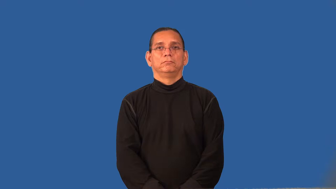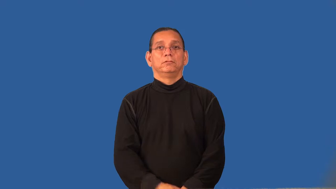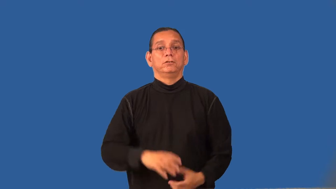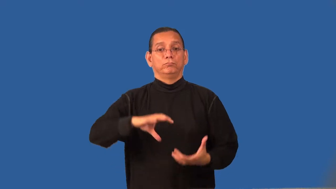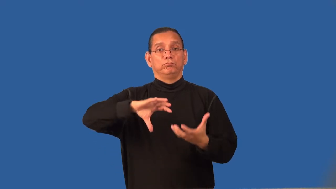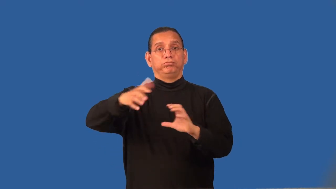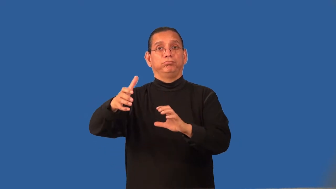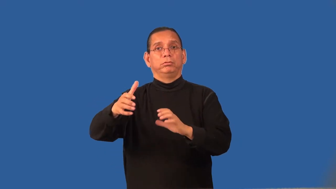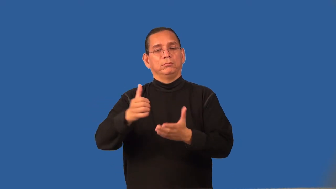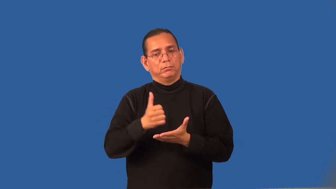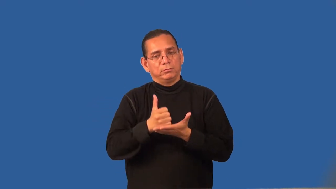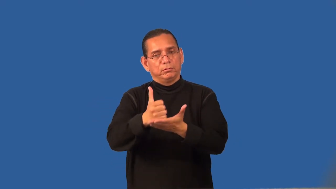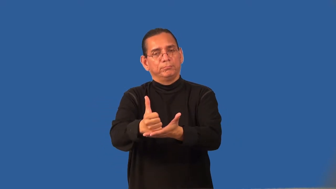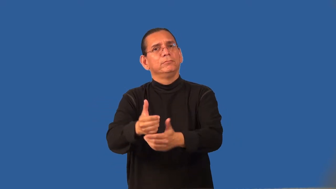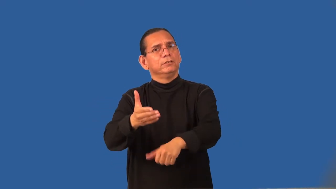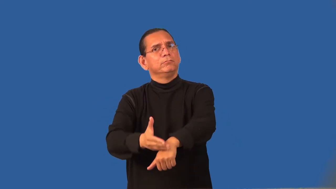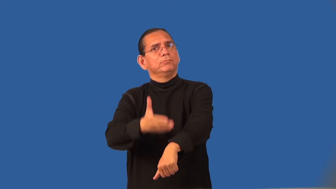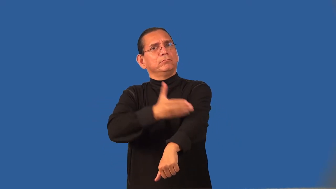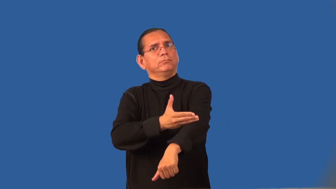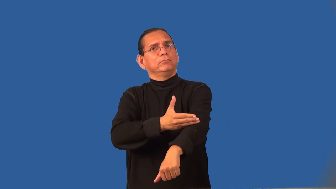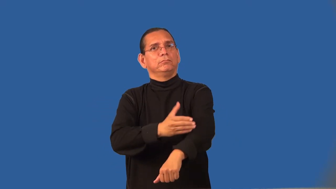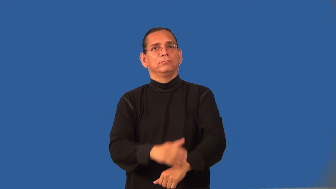redress-improve bad situation